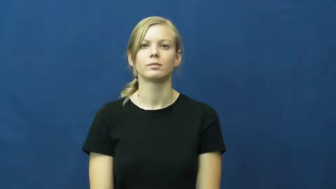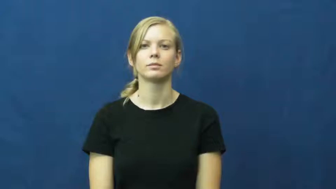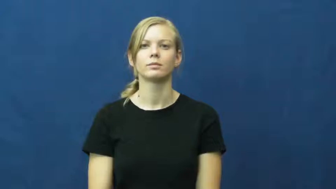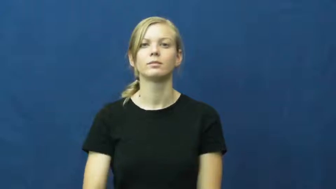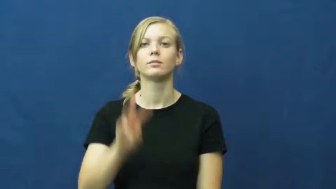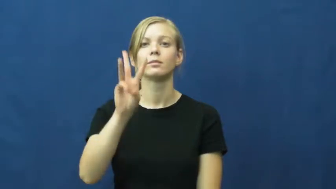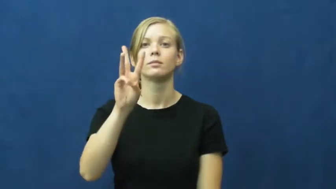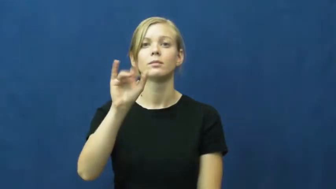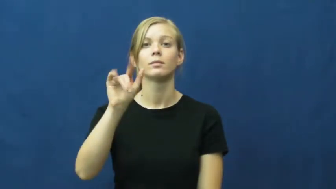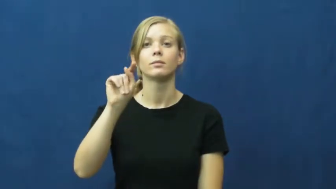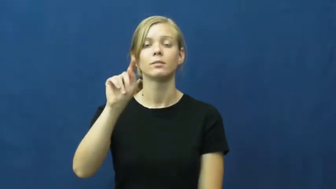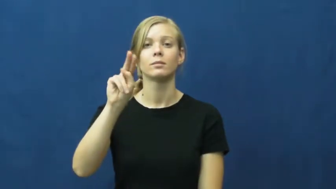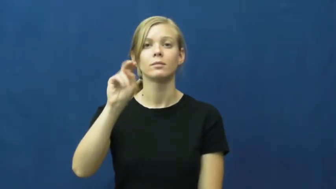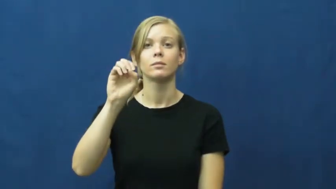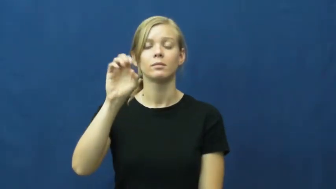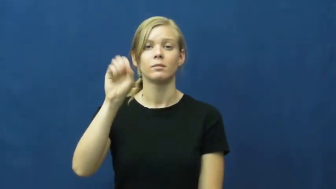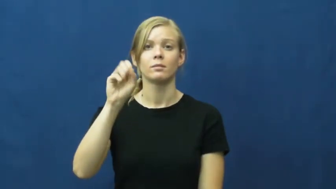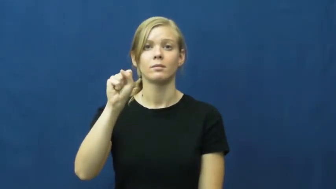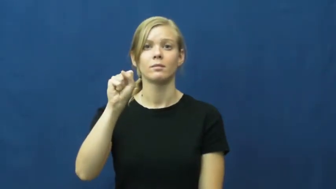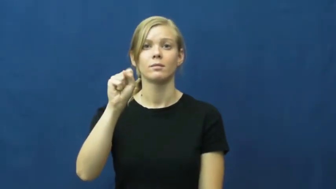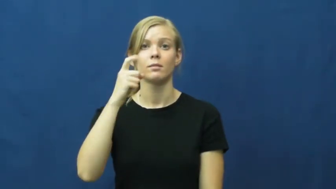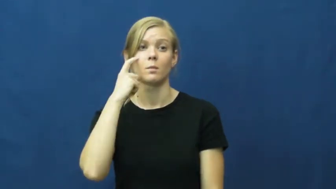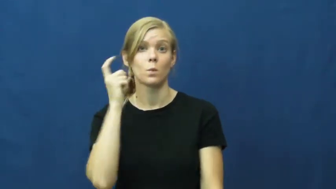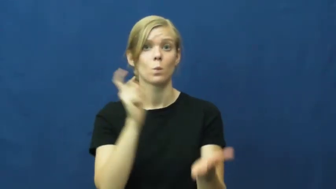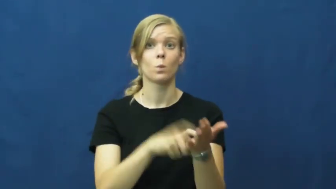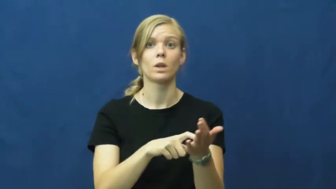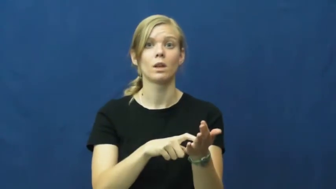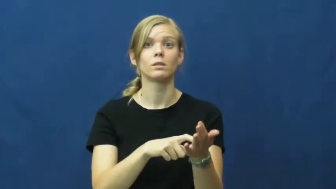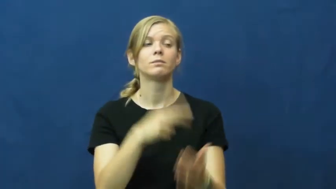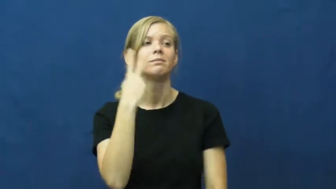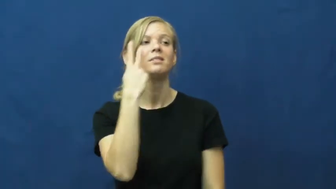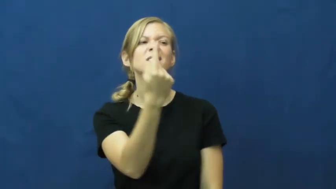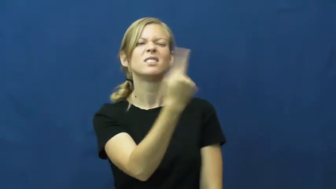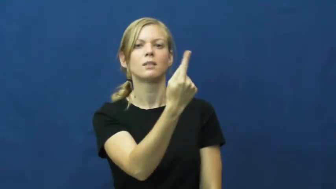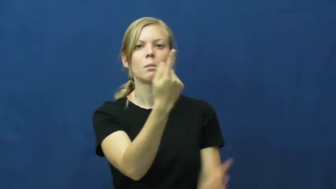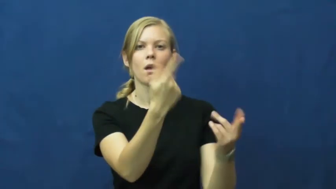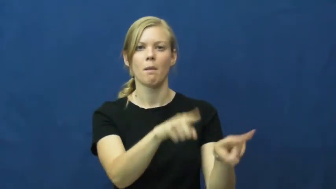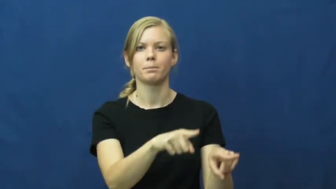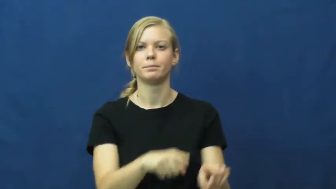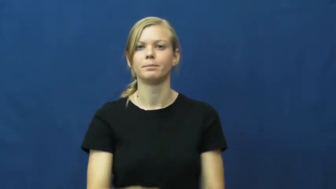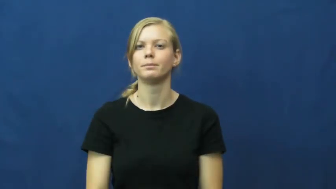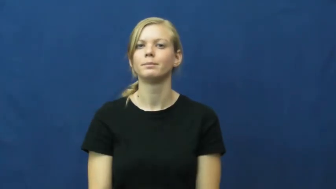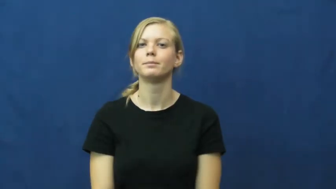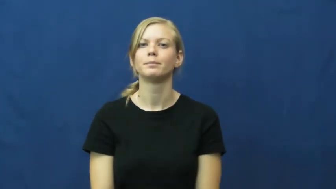witness-verb